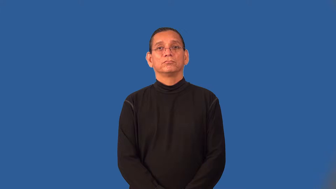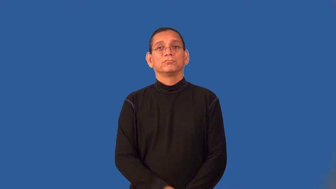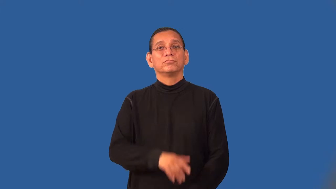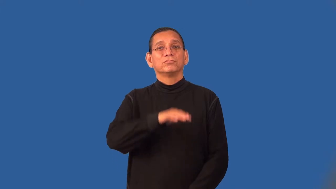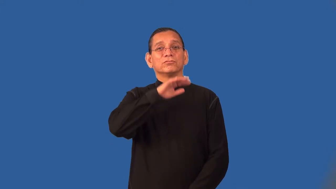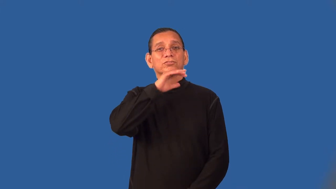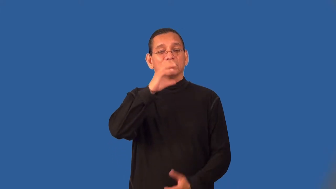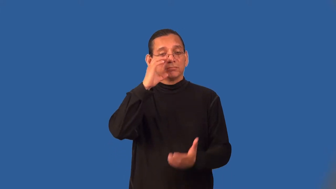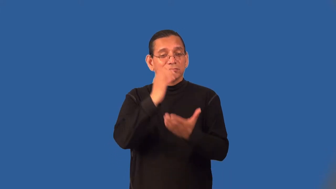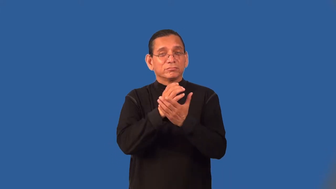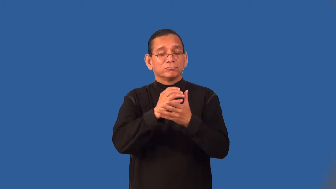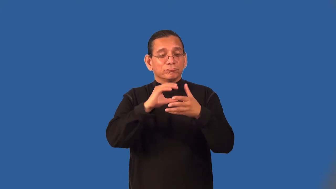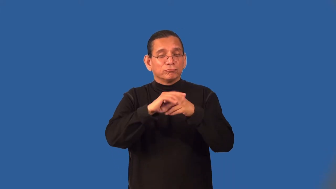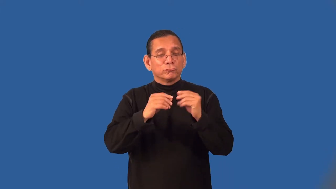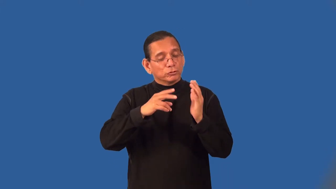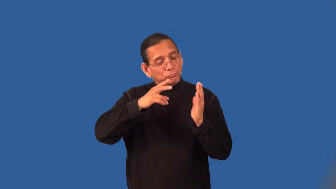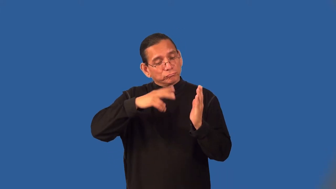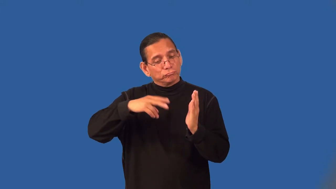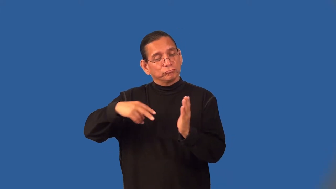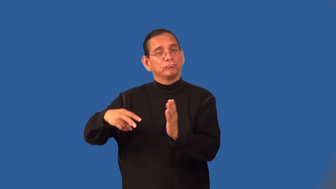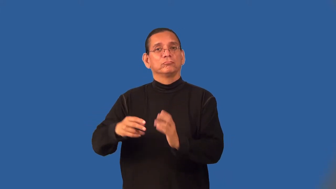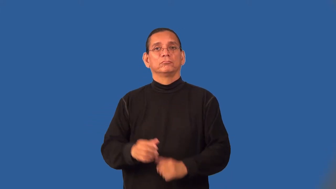smut